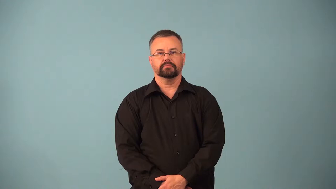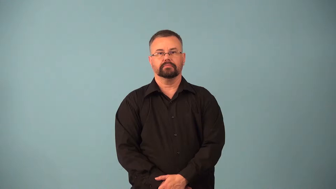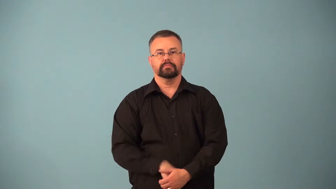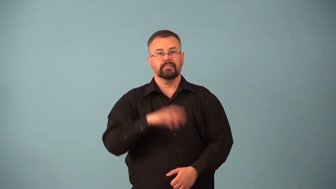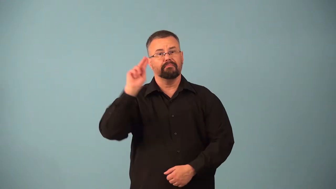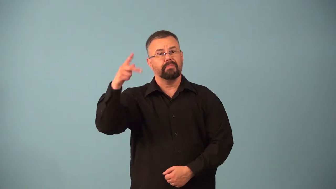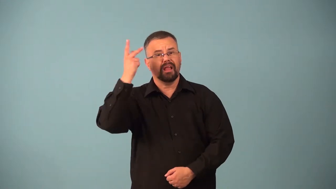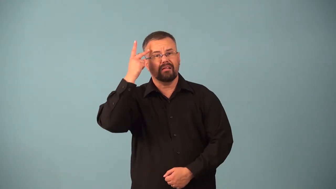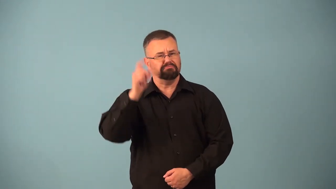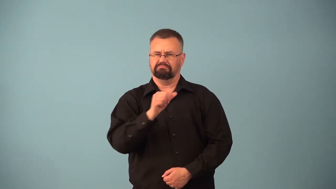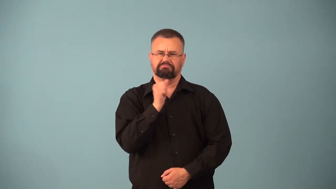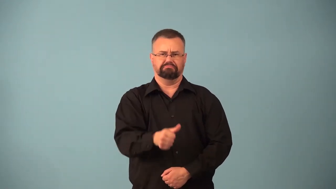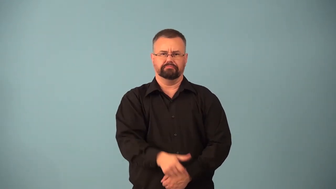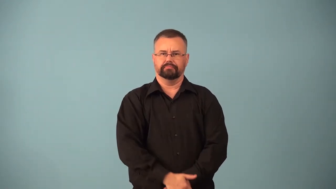apolitical